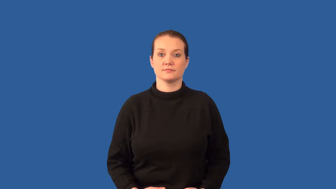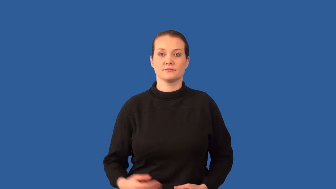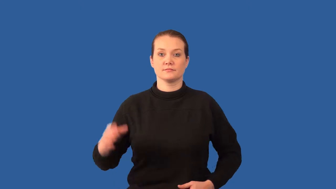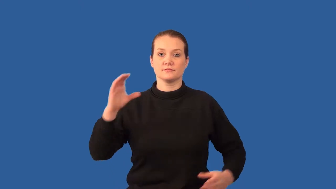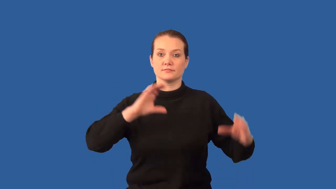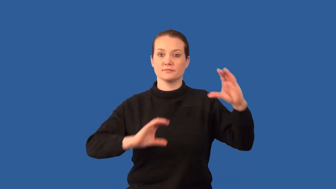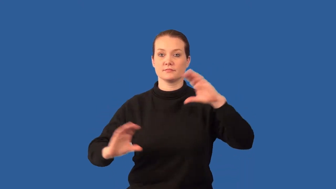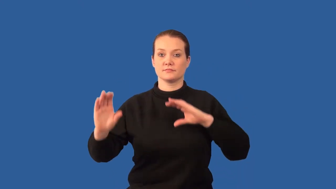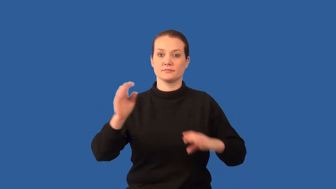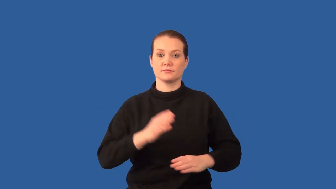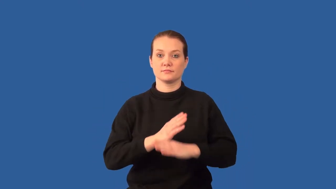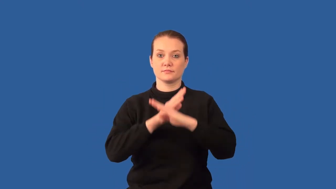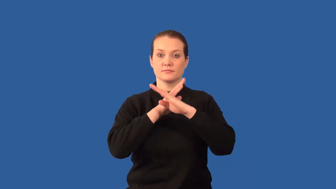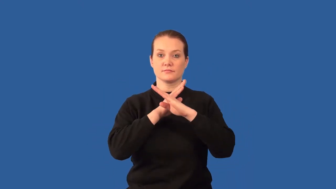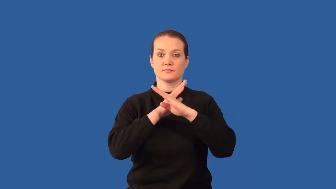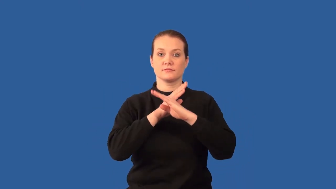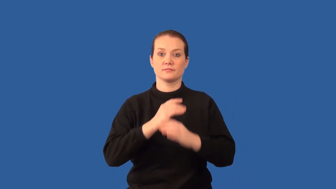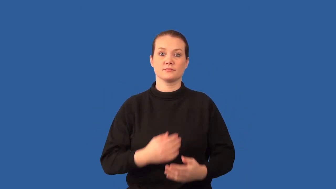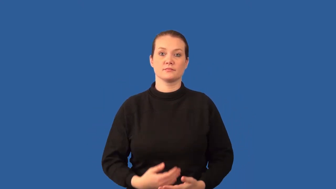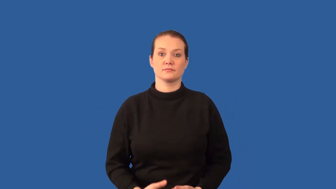inhibitor